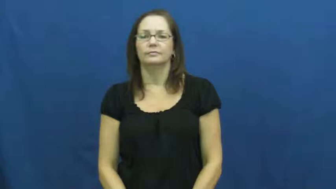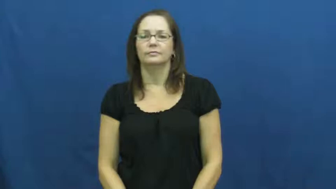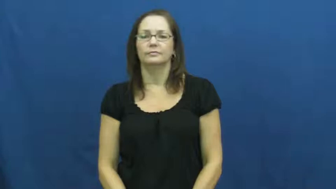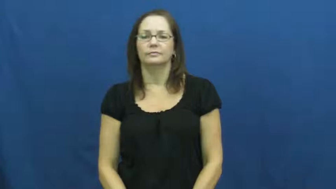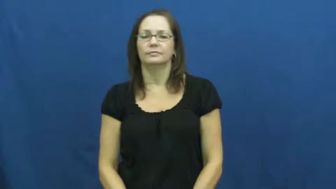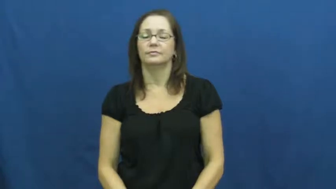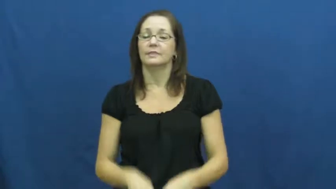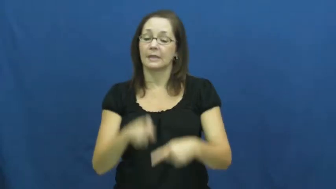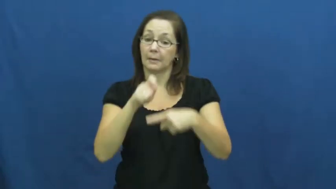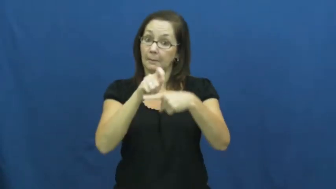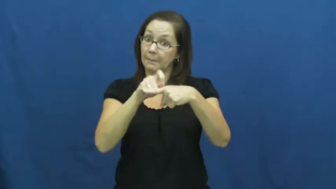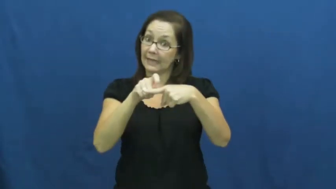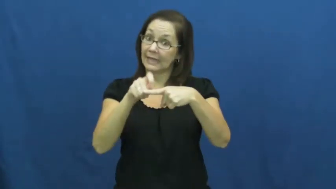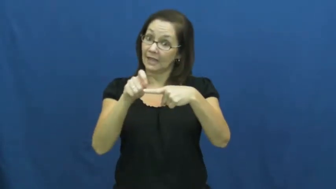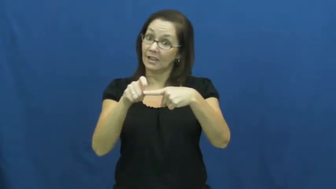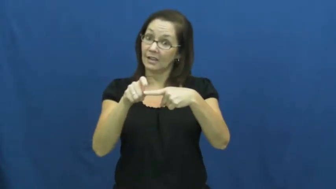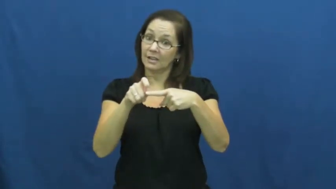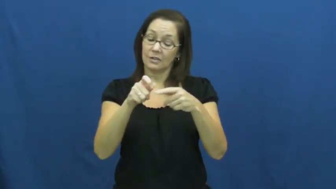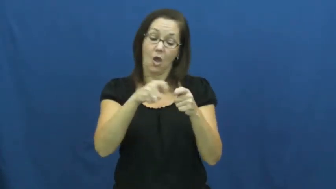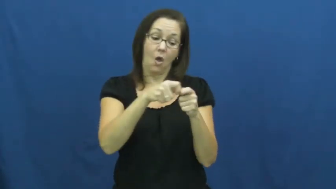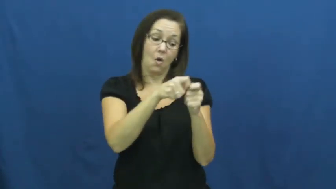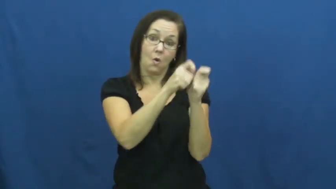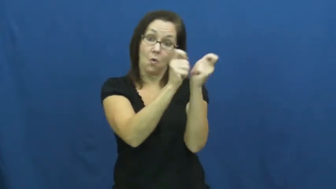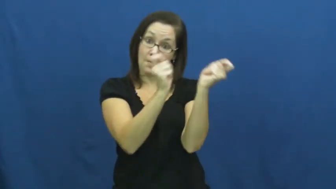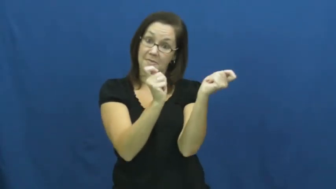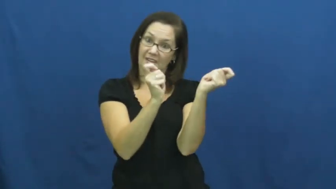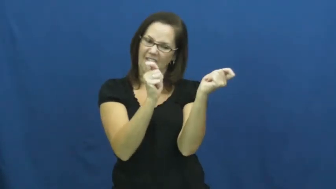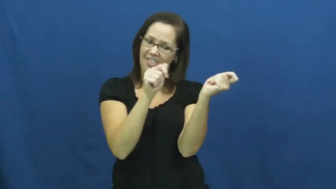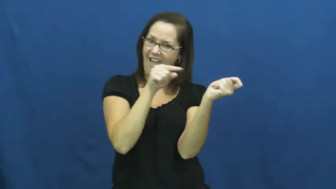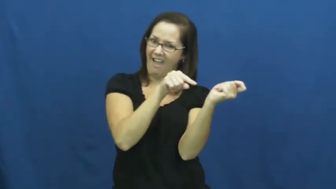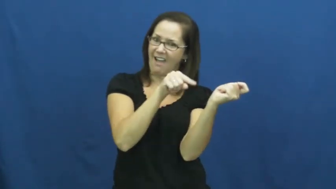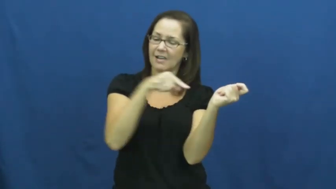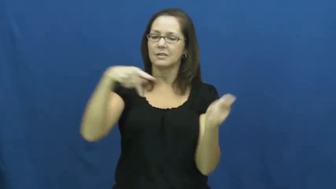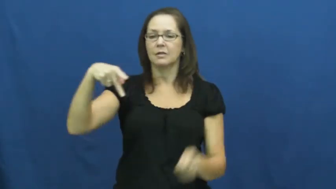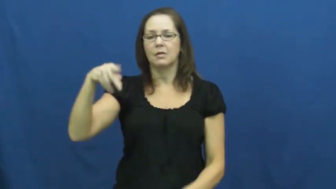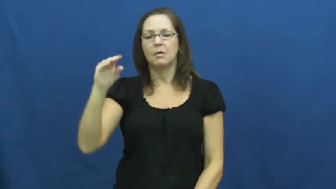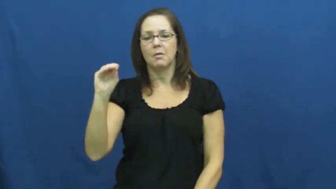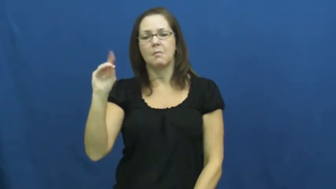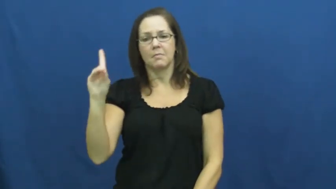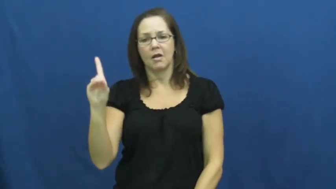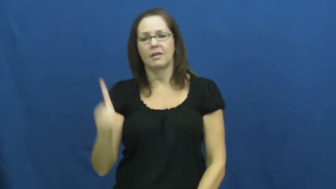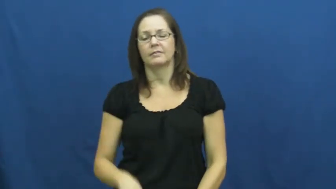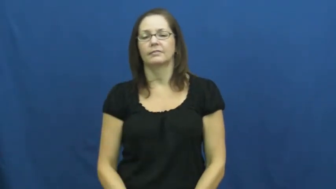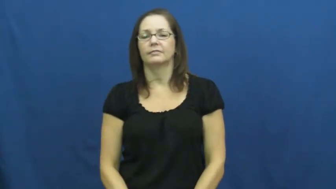pod-pea